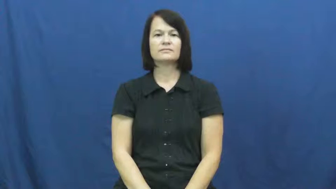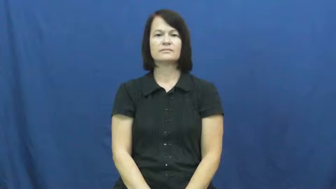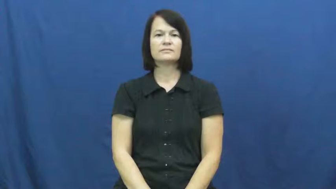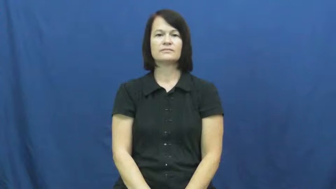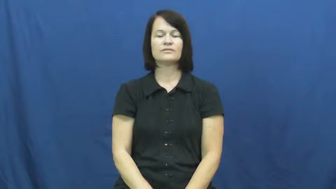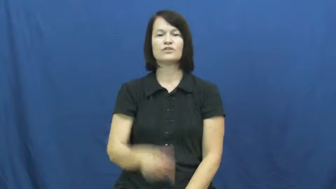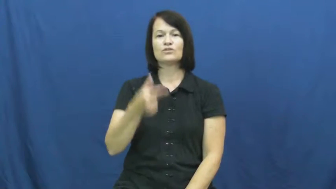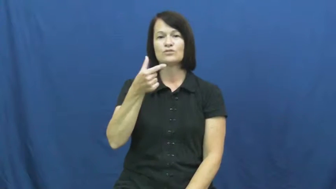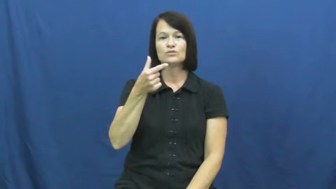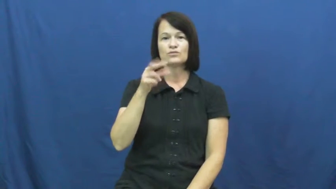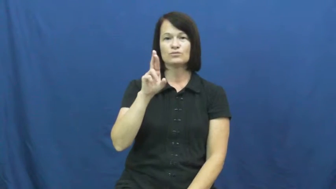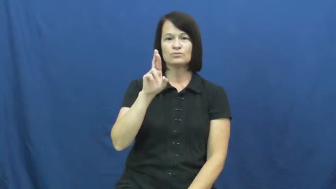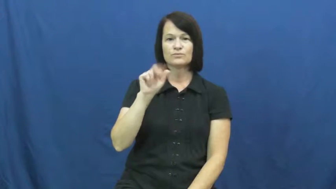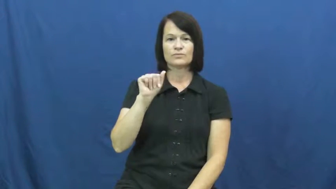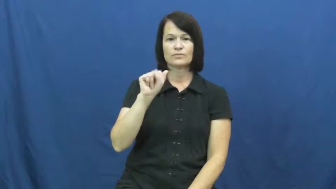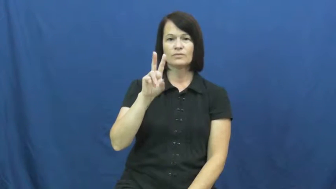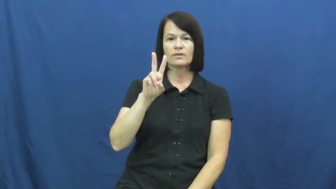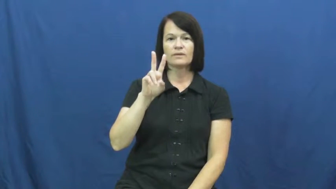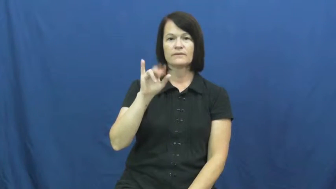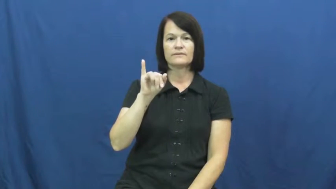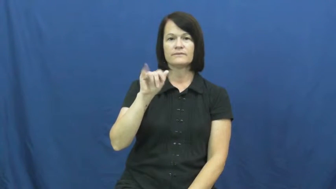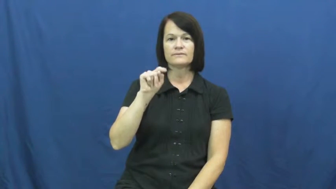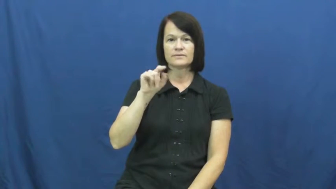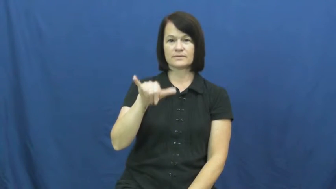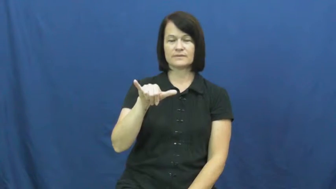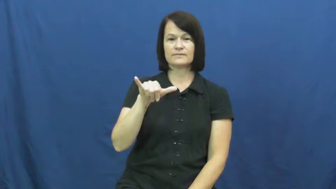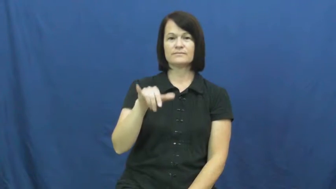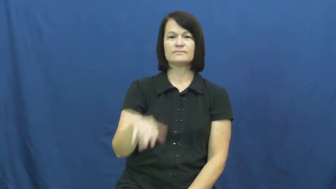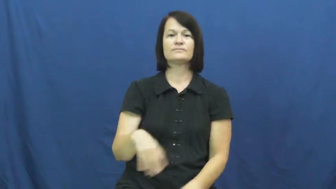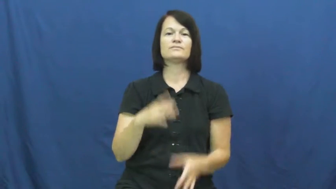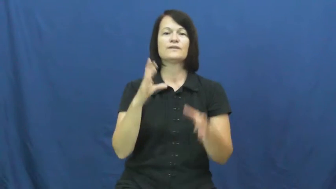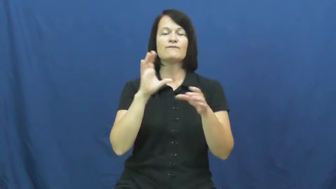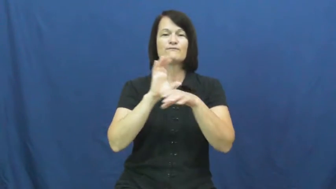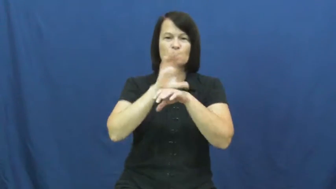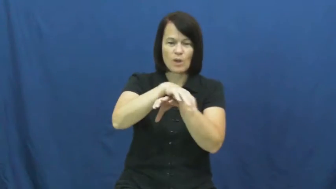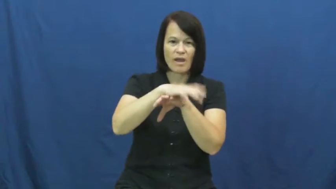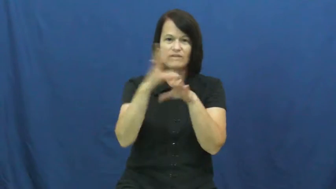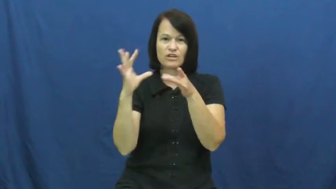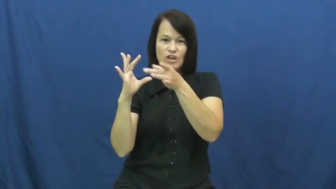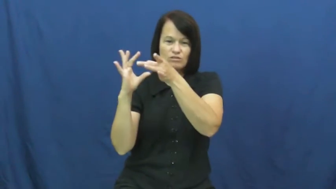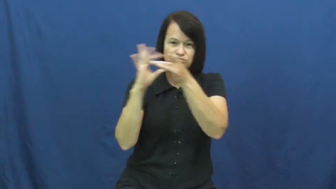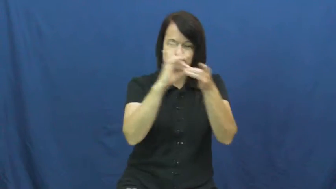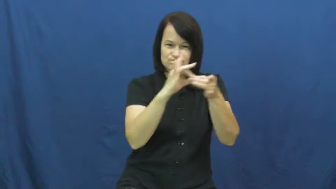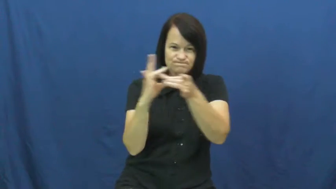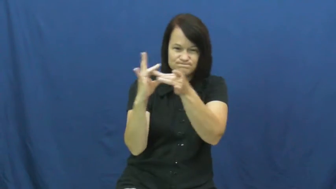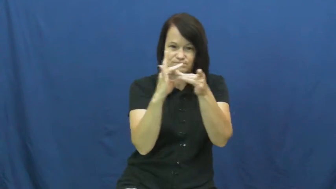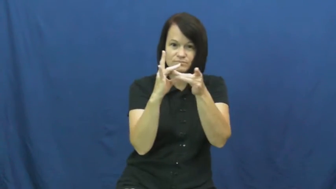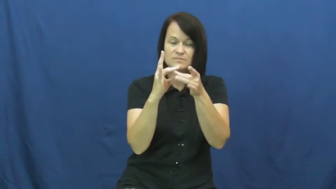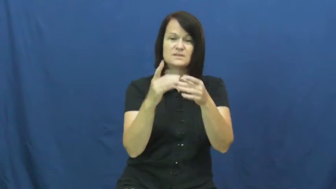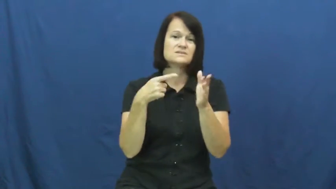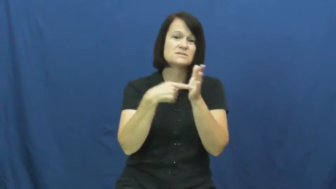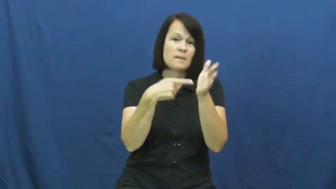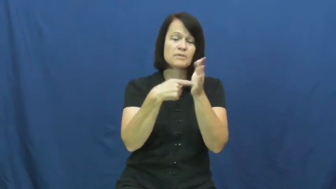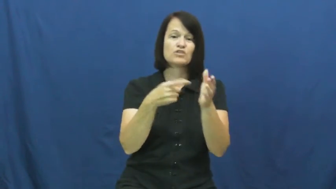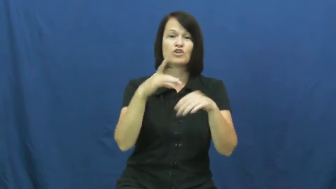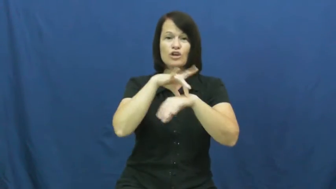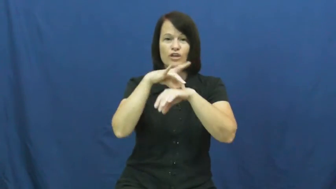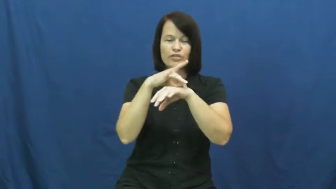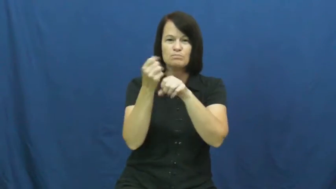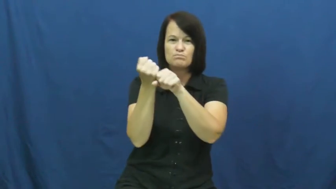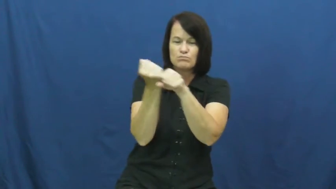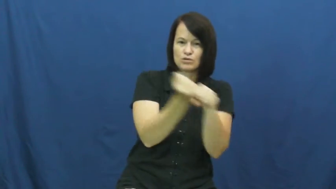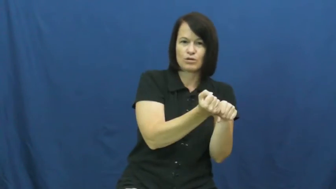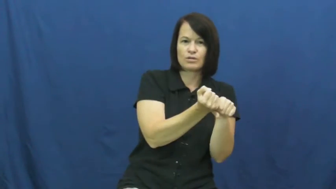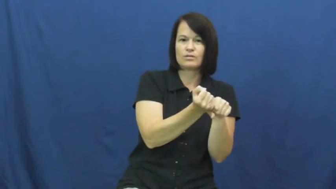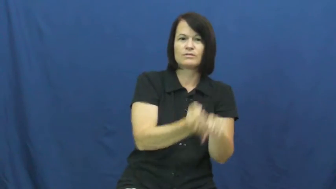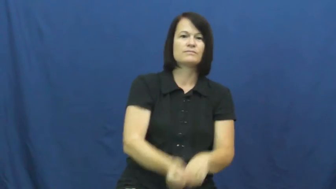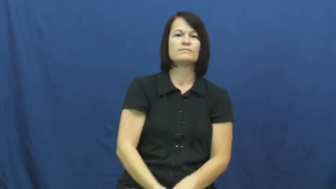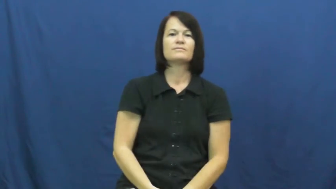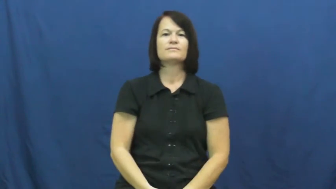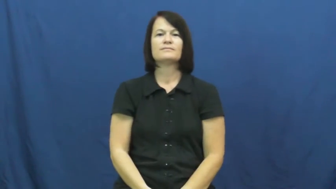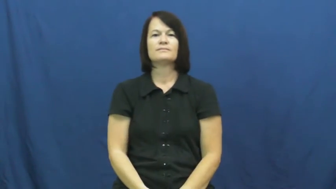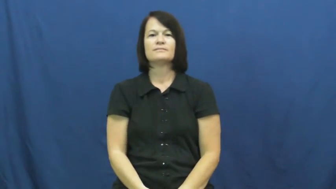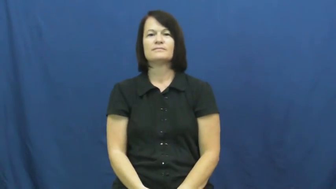gravity-force